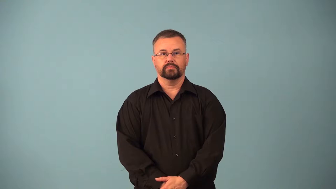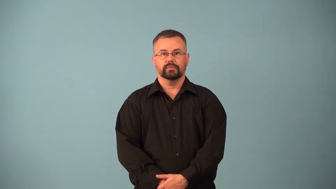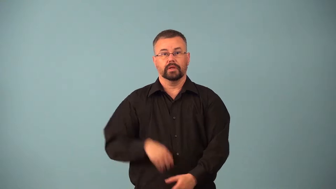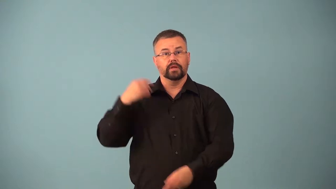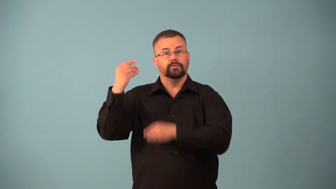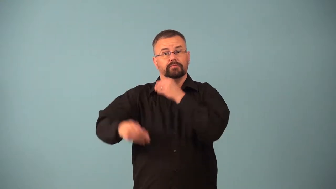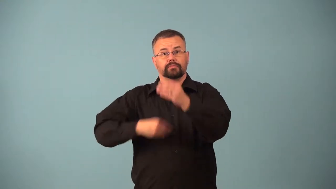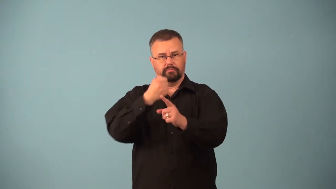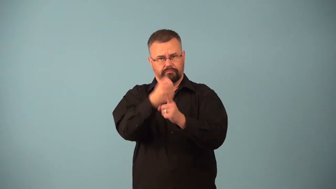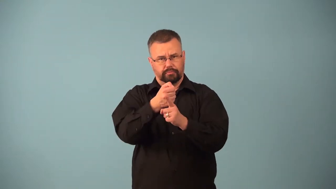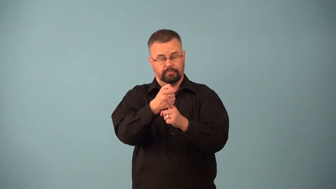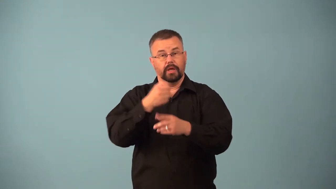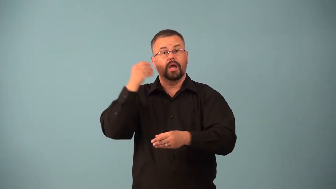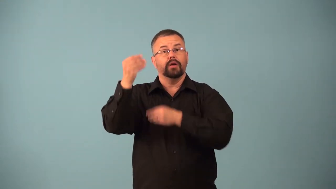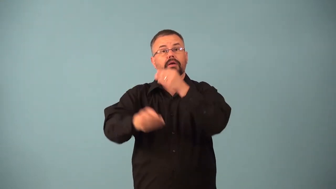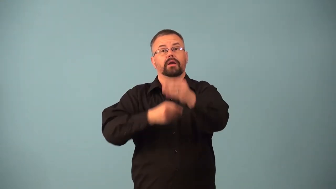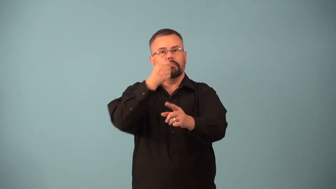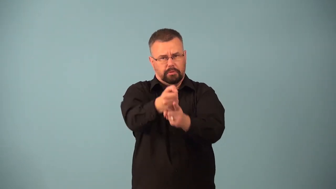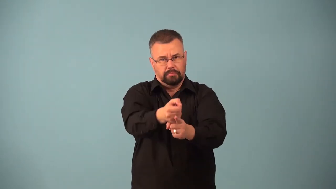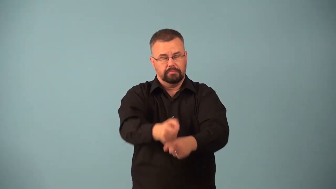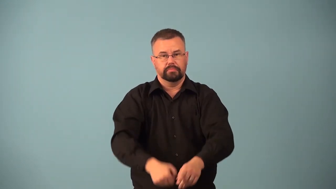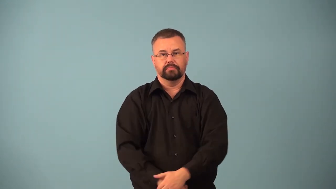atavism